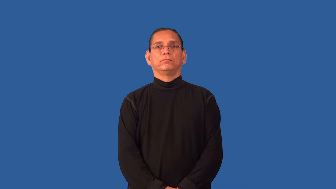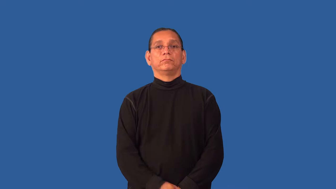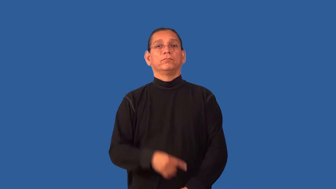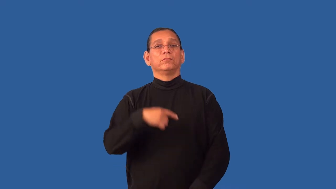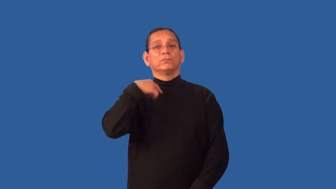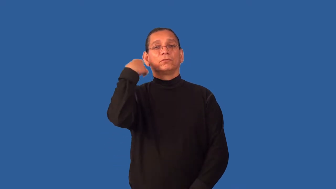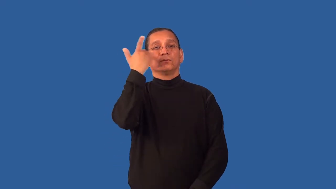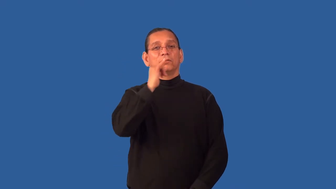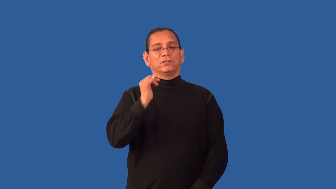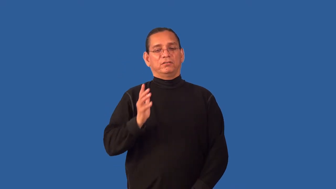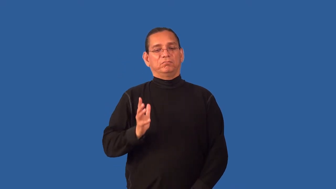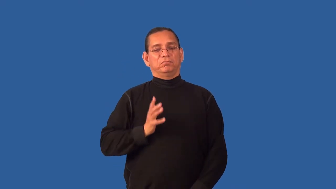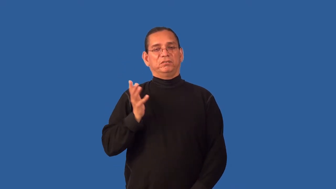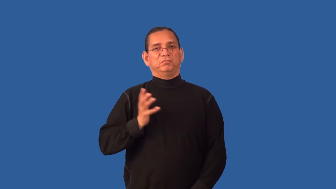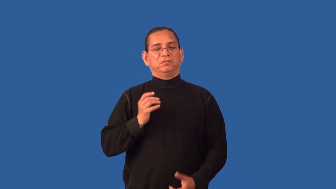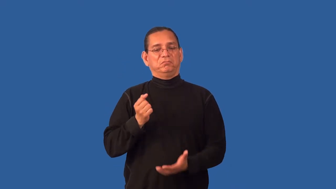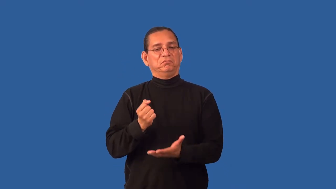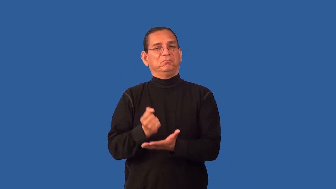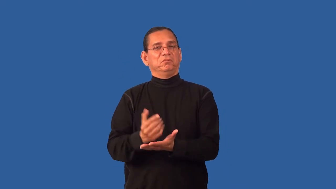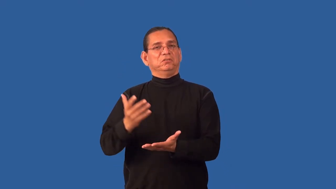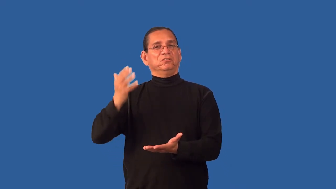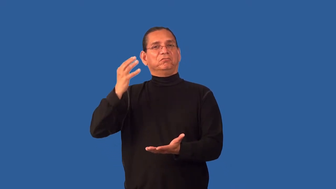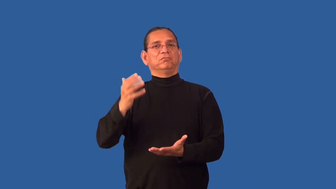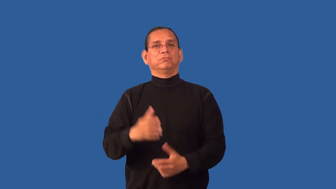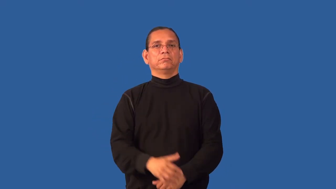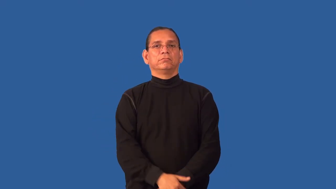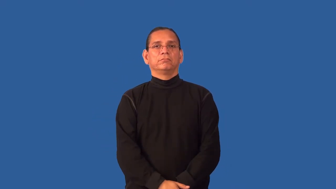glitz